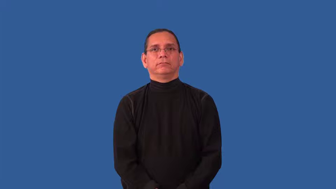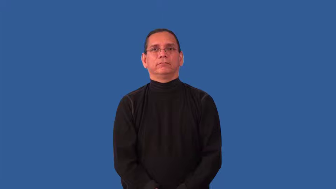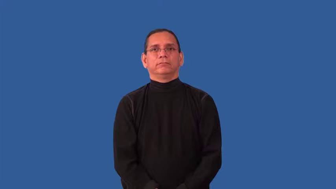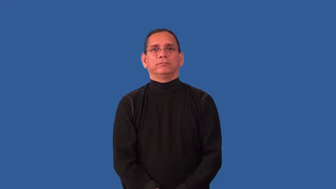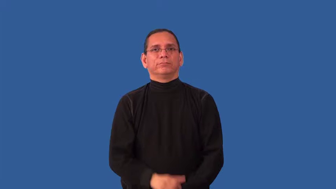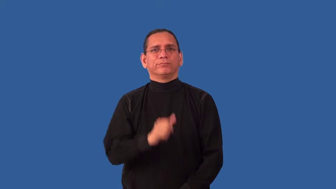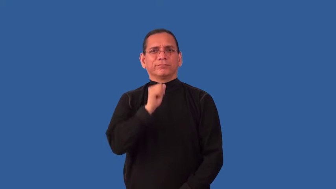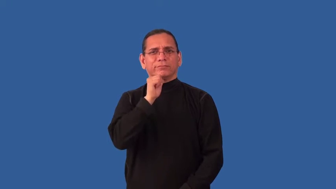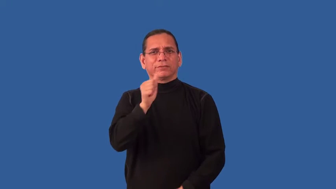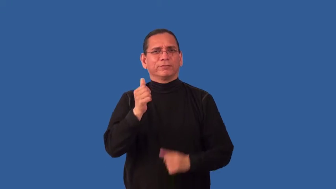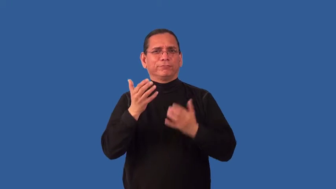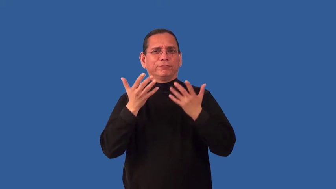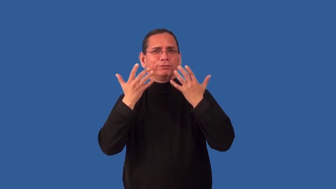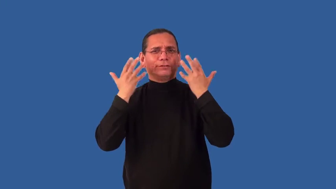inhospitable,unpleasant,uncongenial,unedifying,unredeeming,hideous